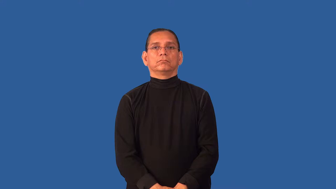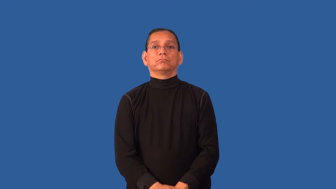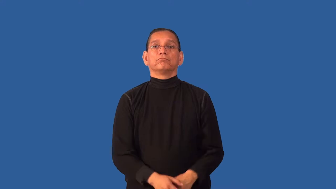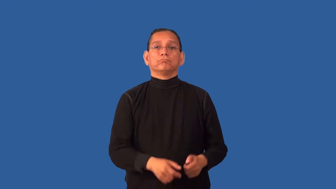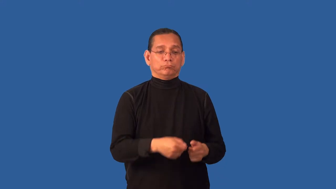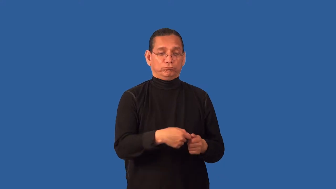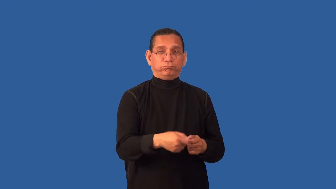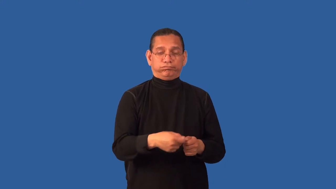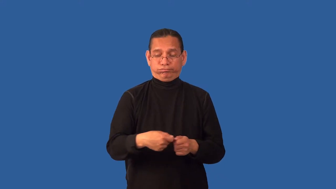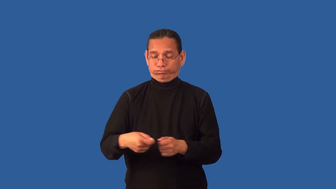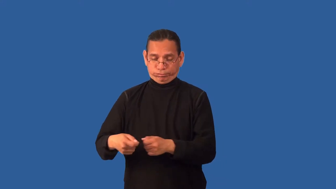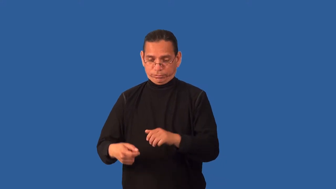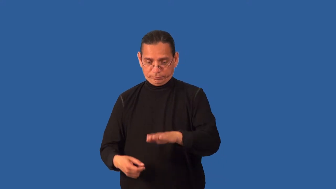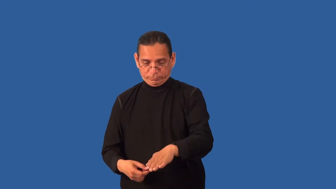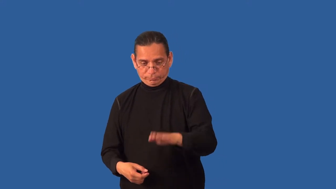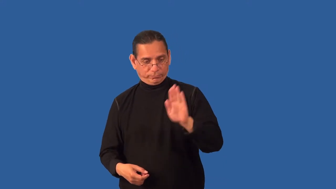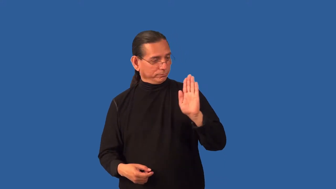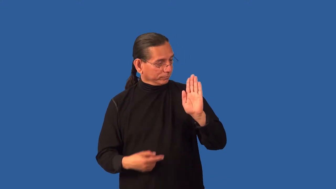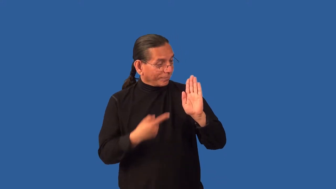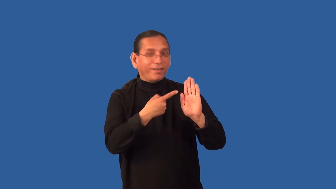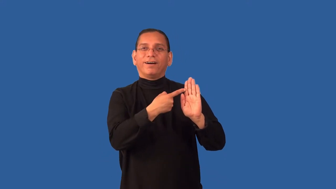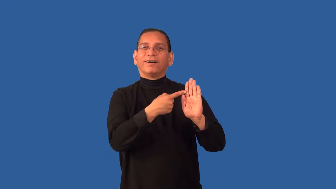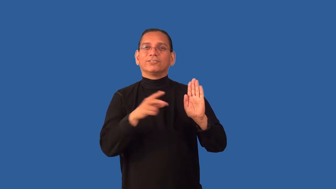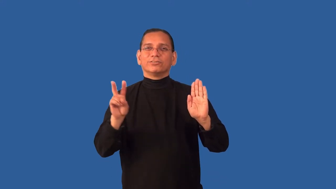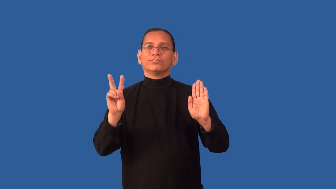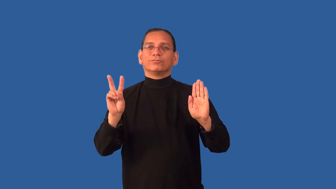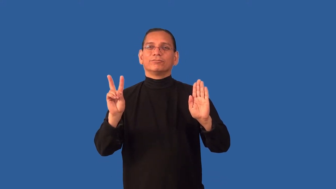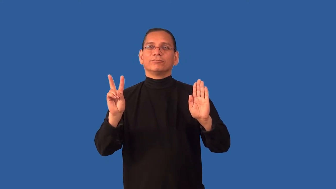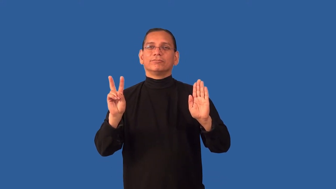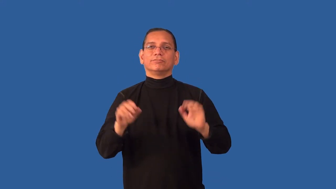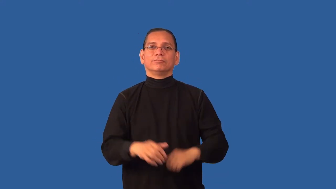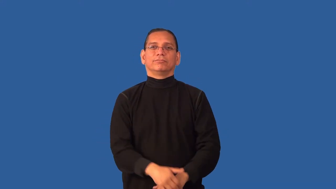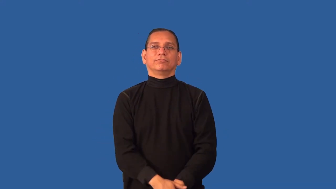deuce-cards